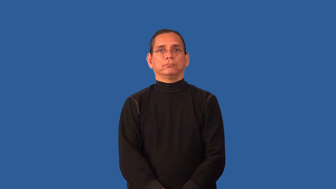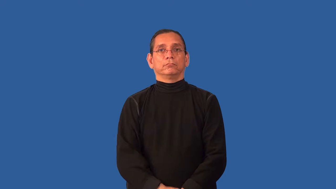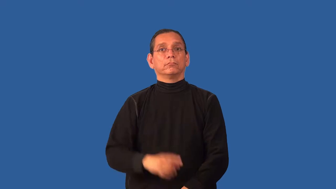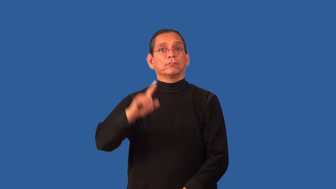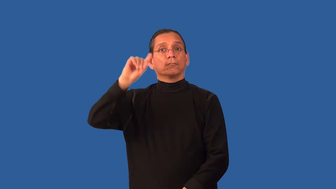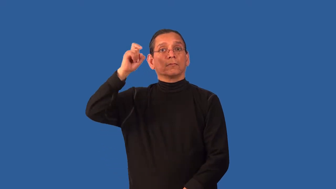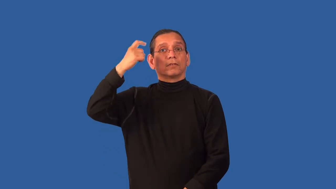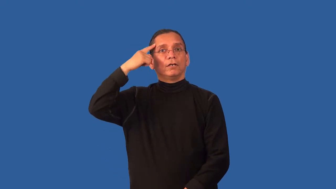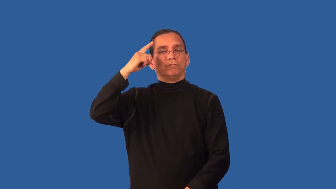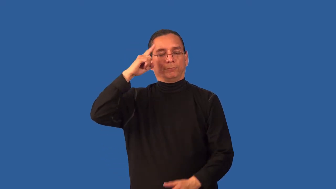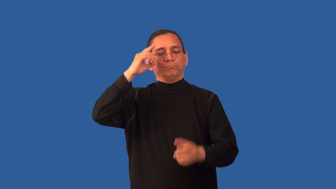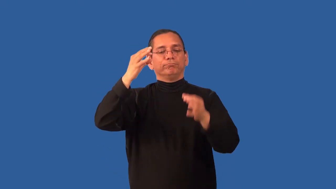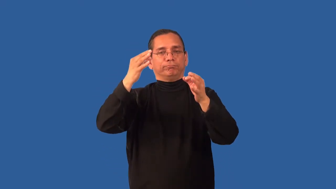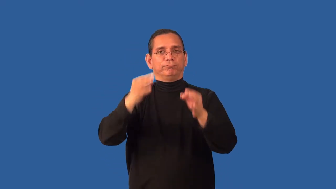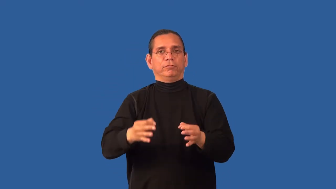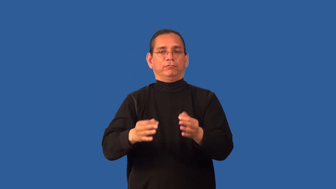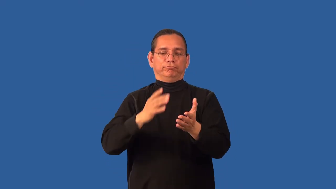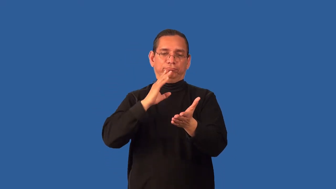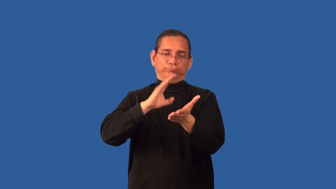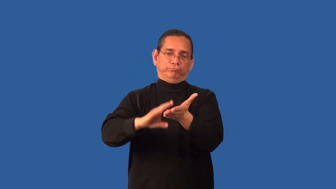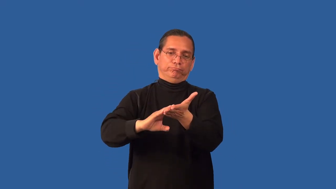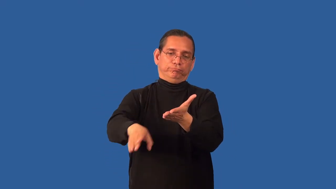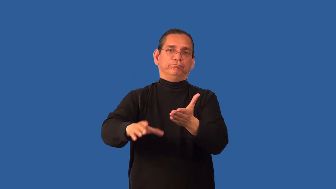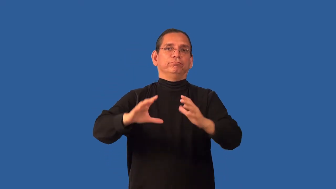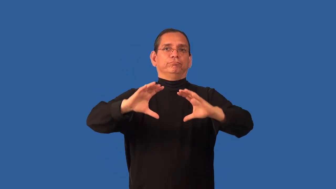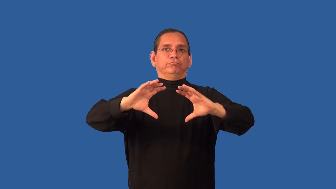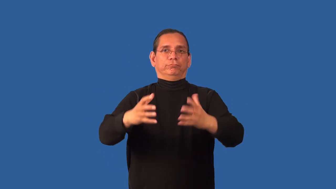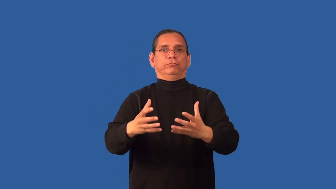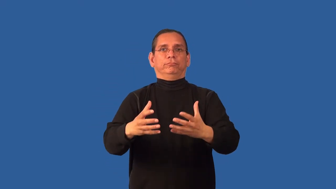amnesty